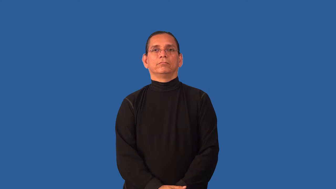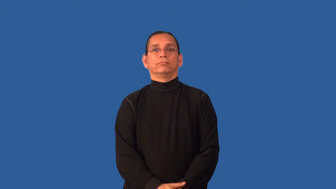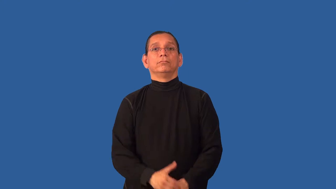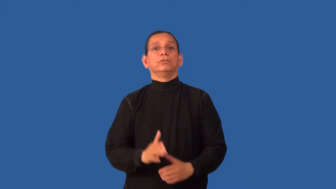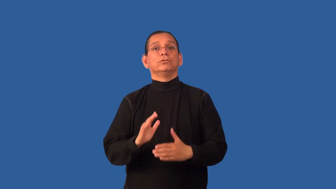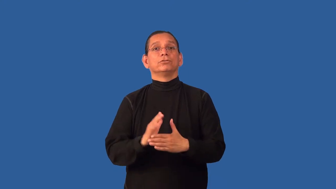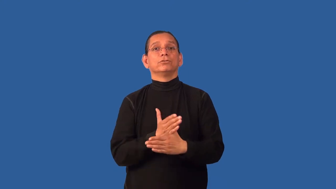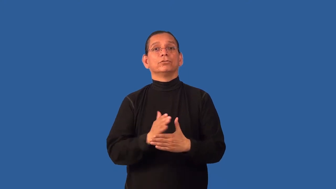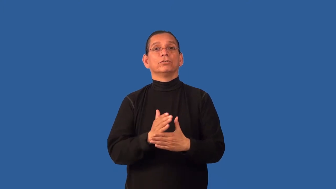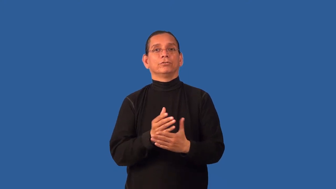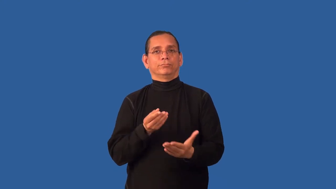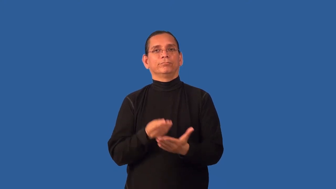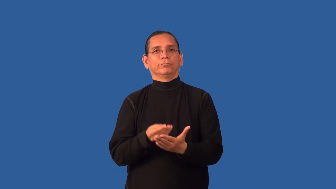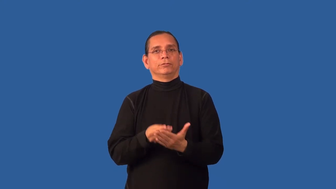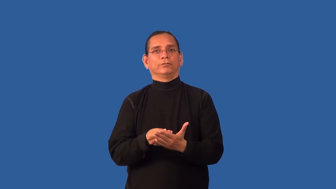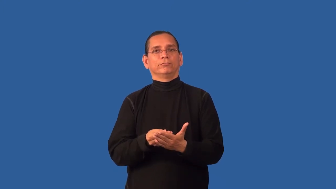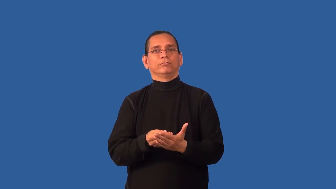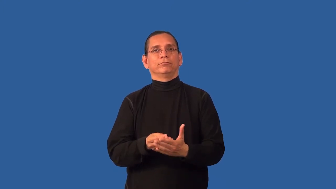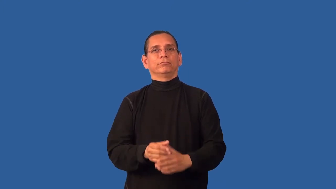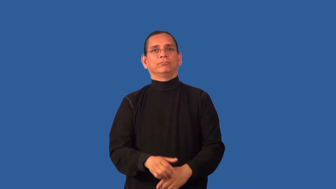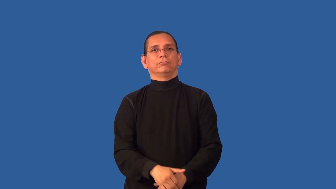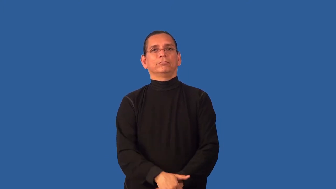change-money